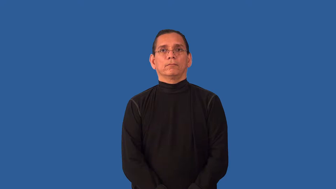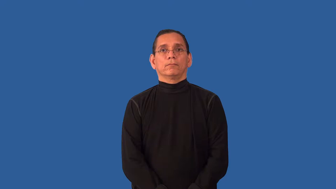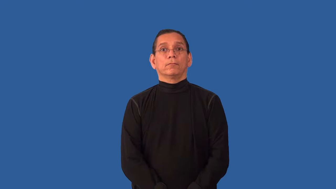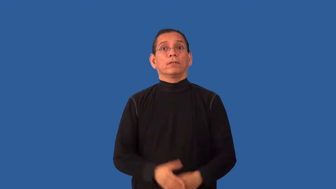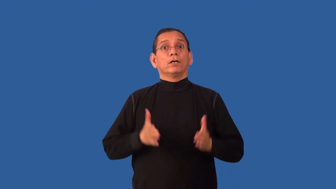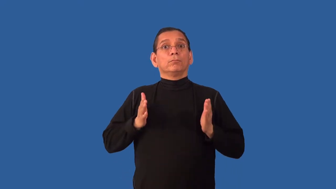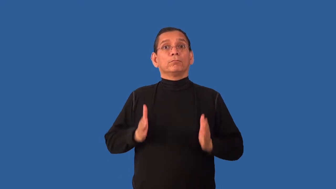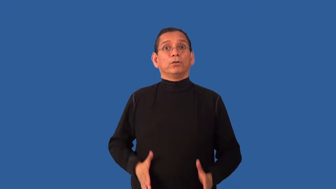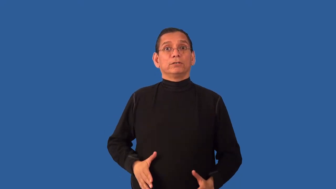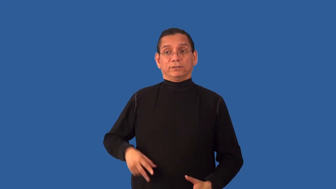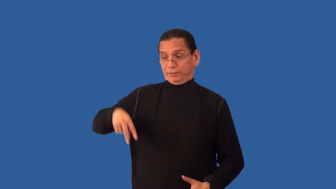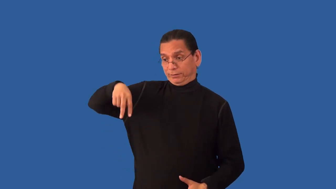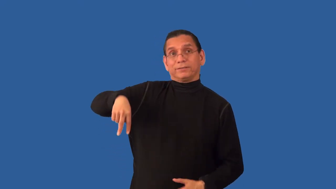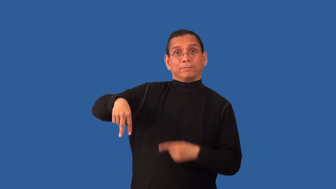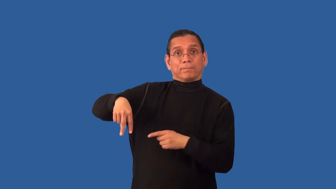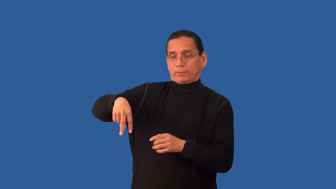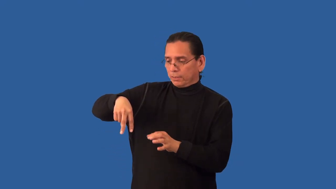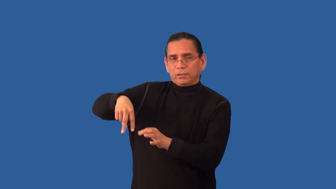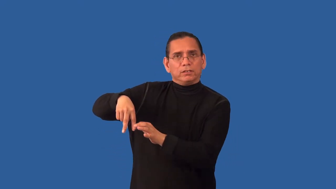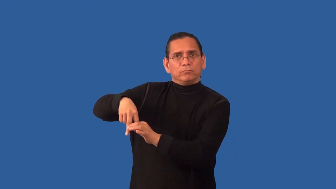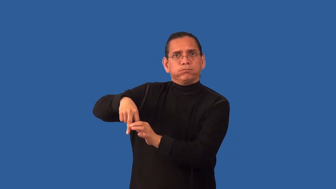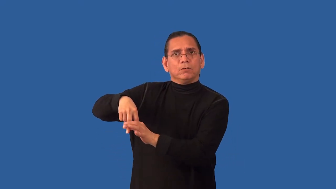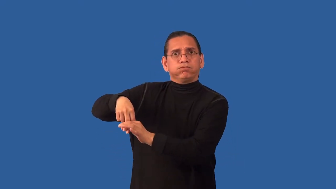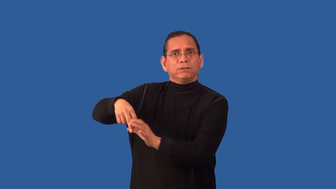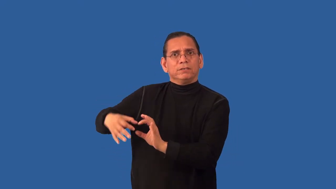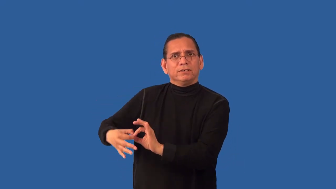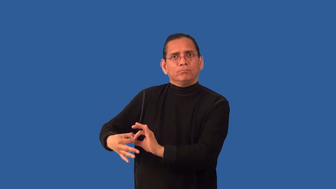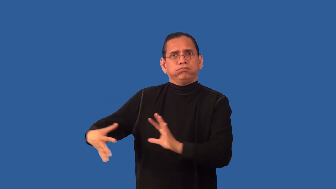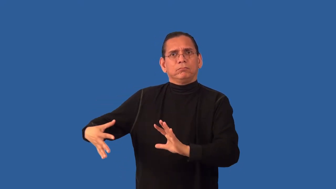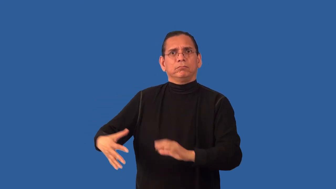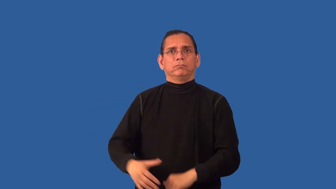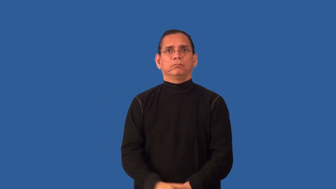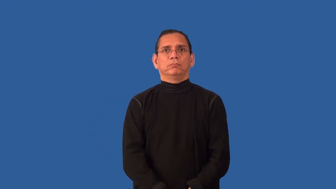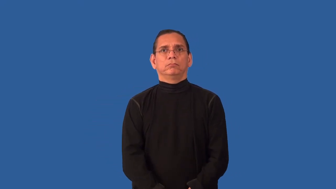unfetter